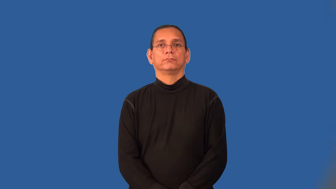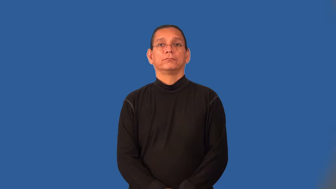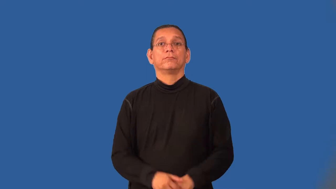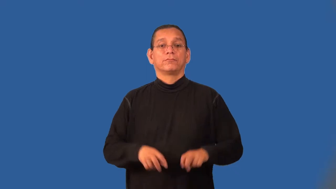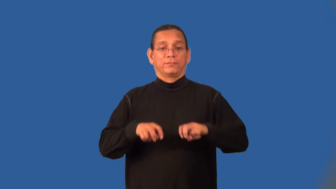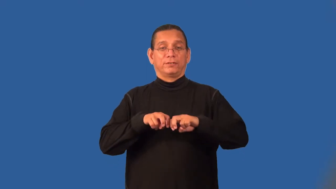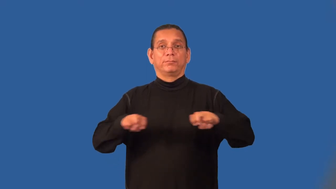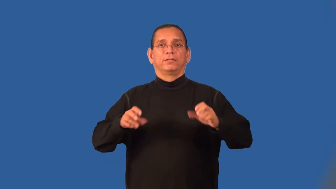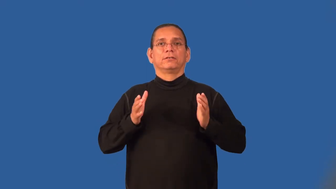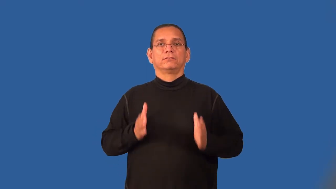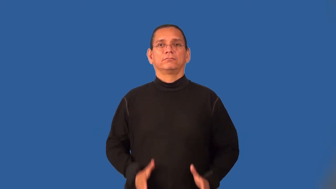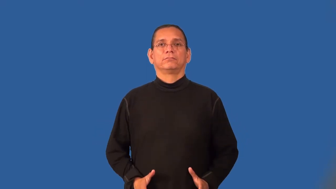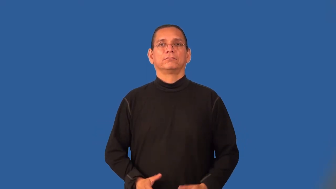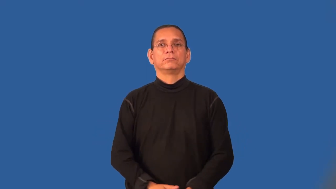panelist